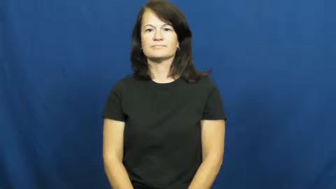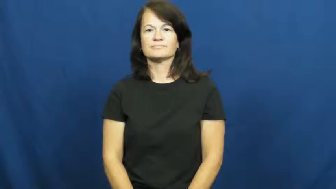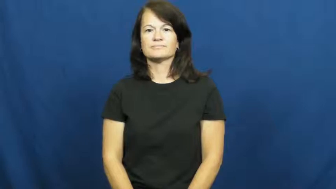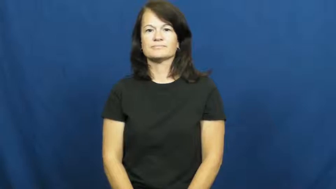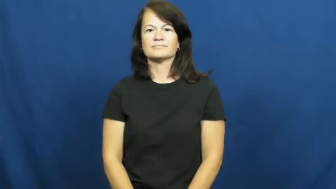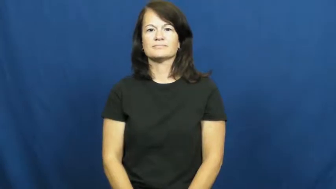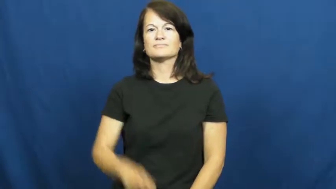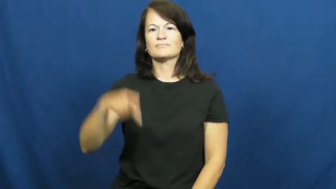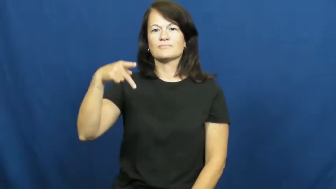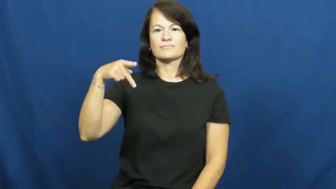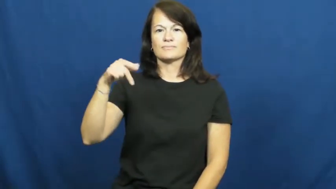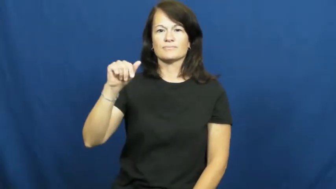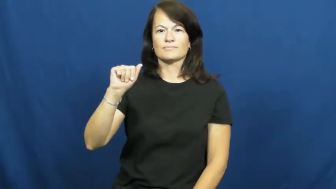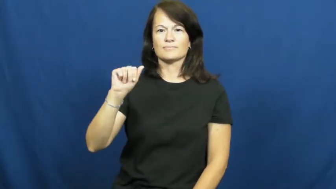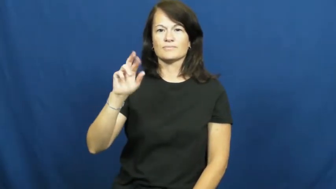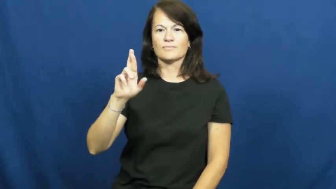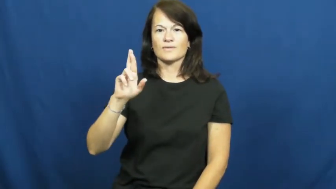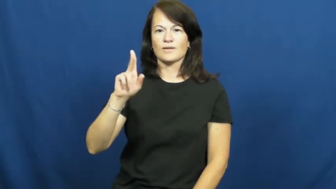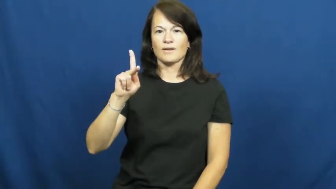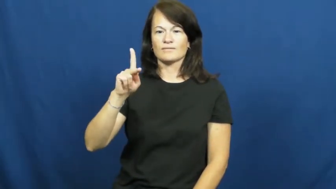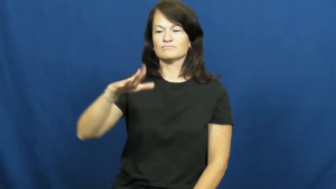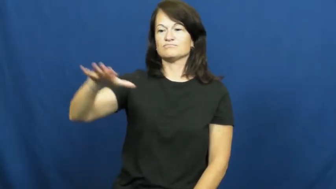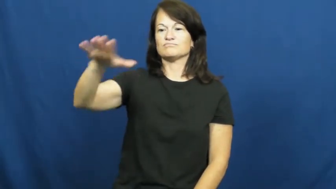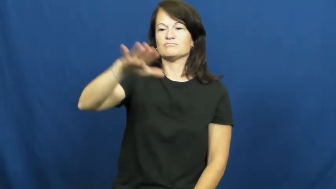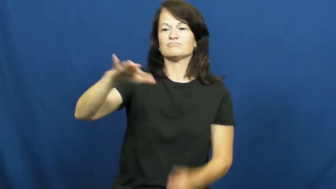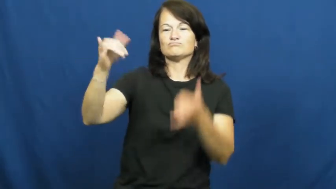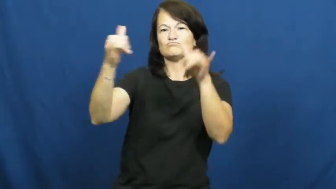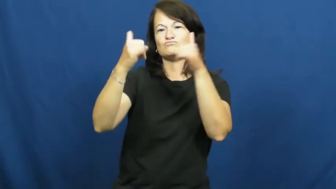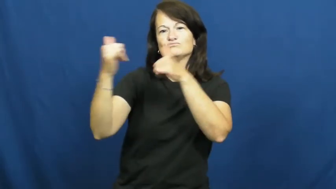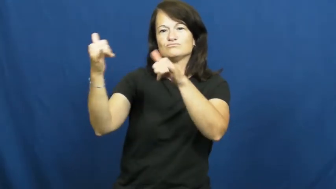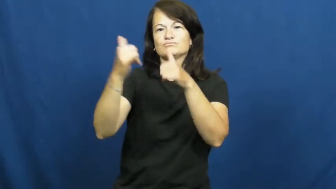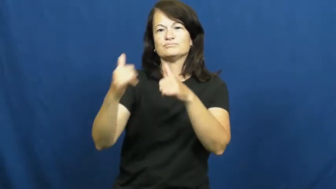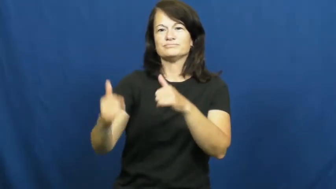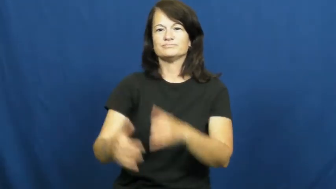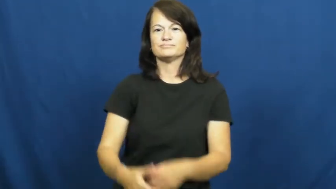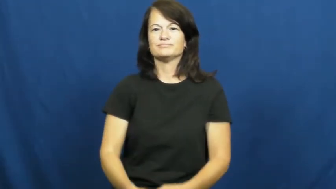park-playground